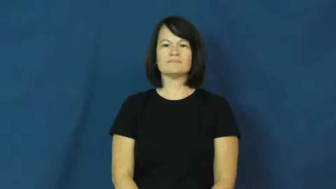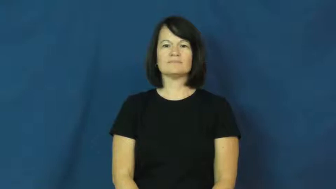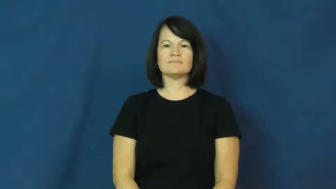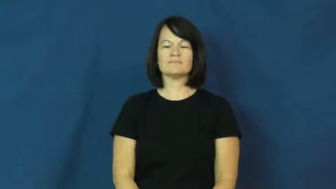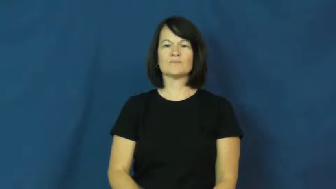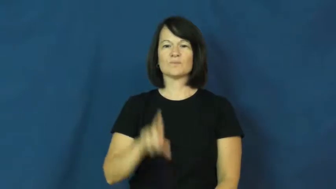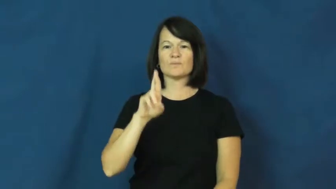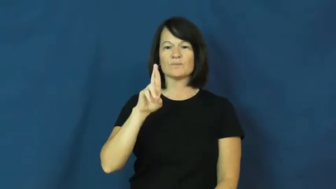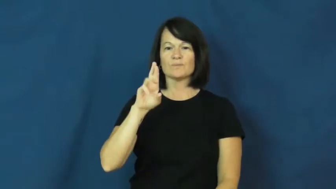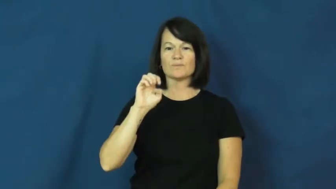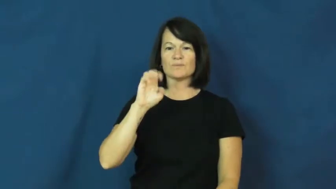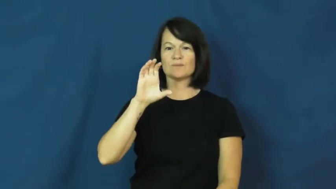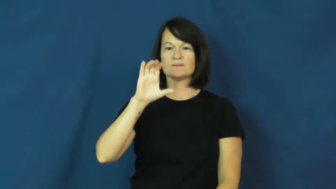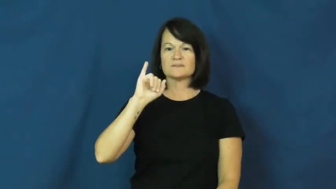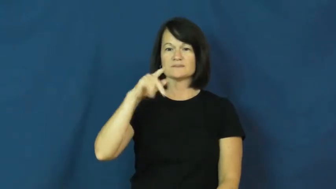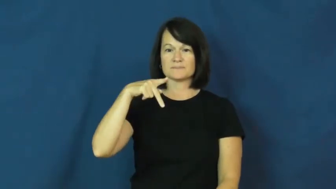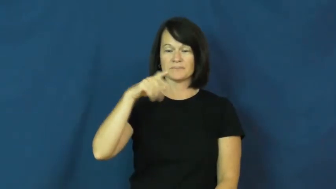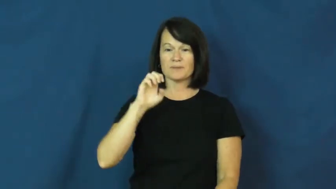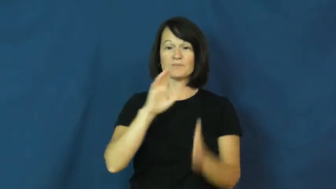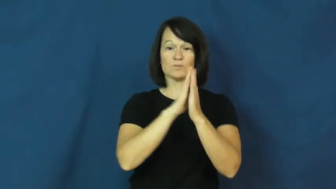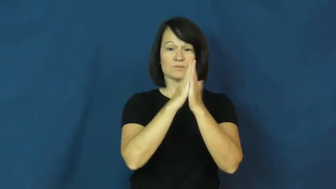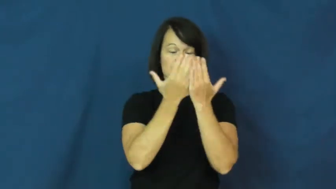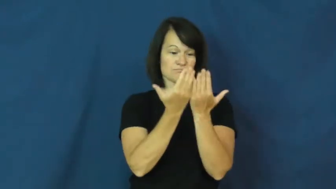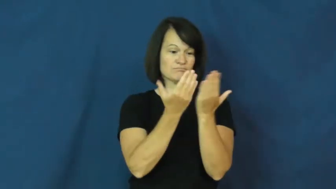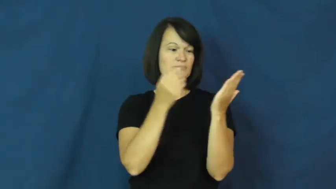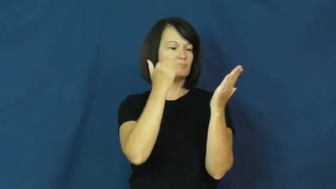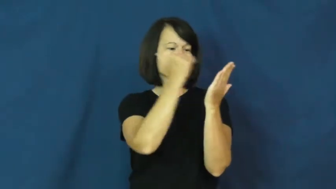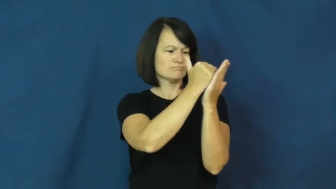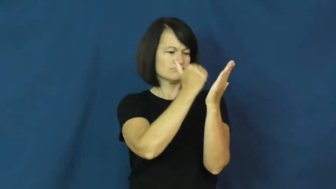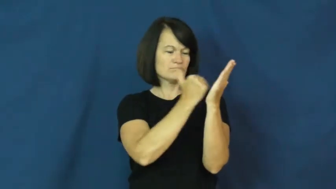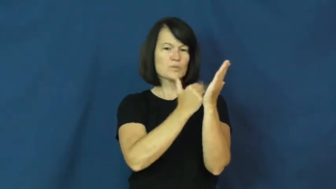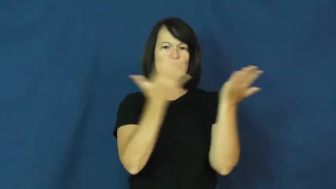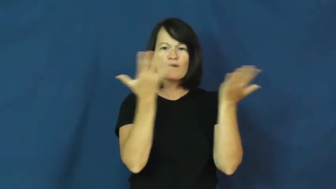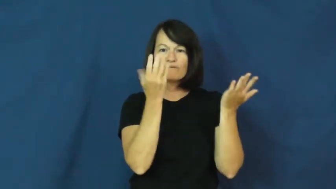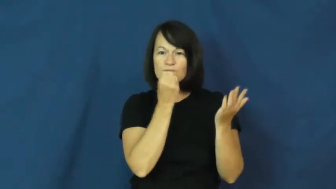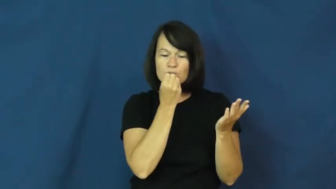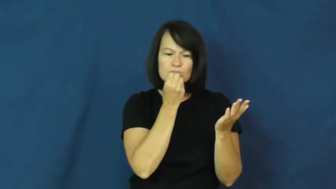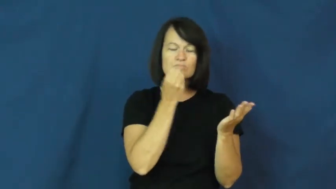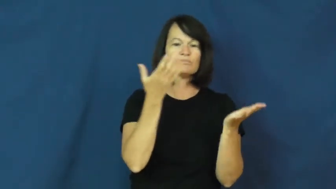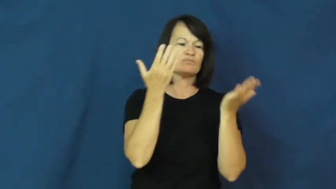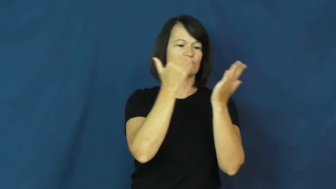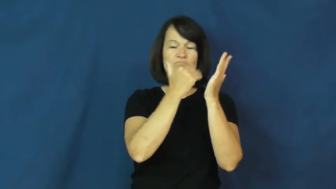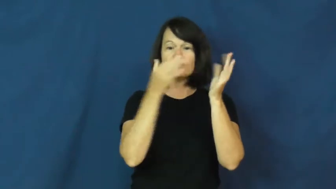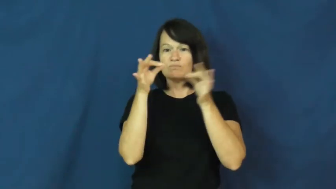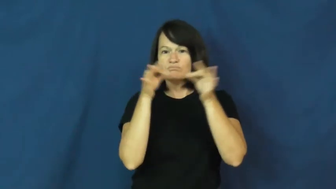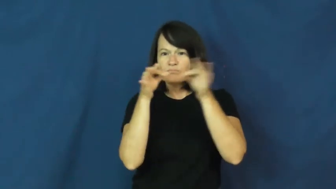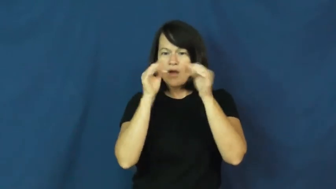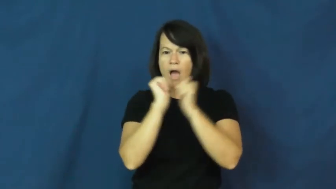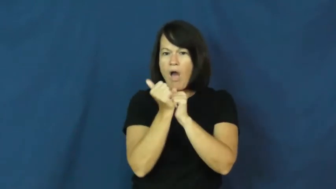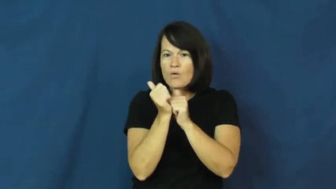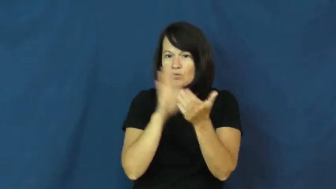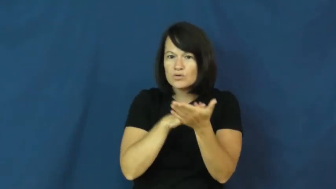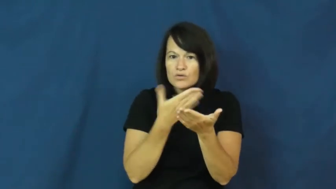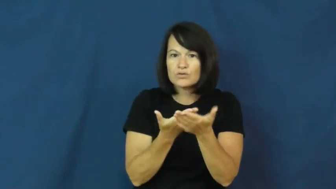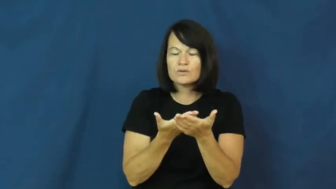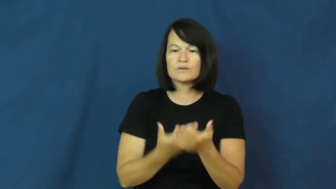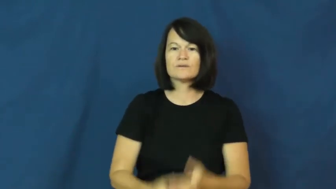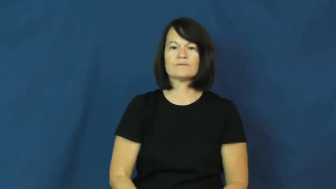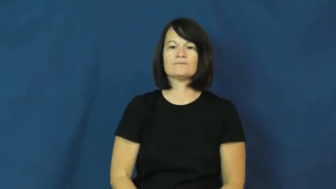recipe